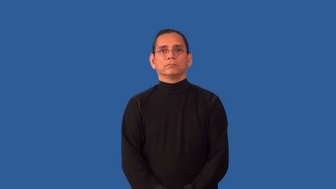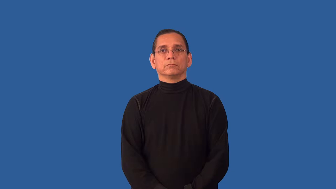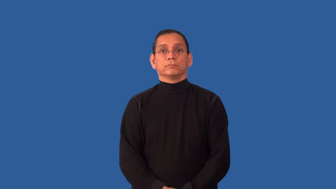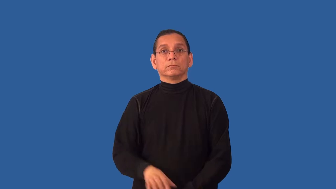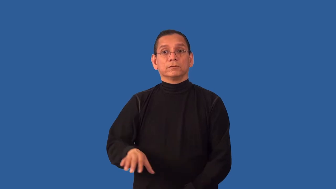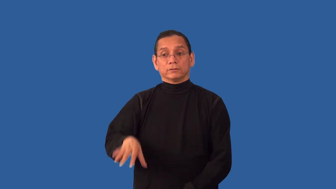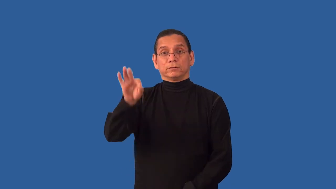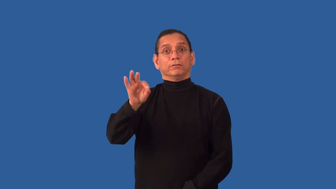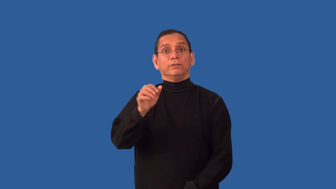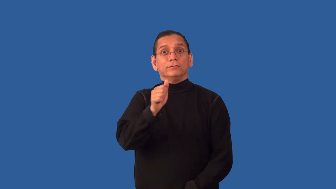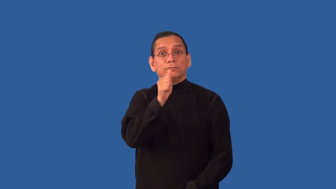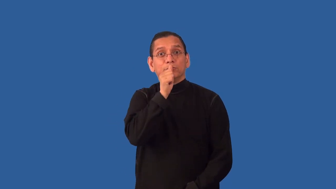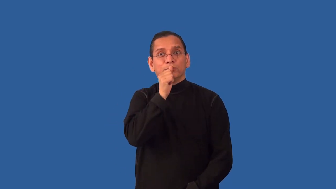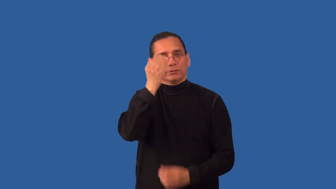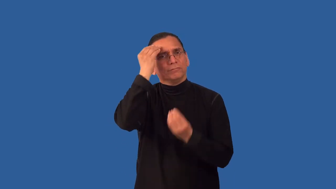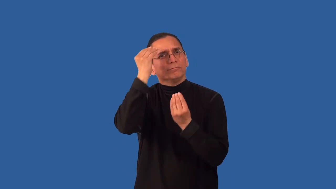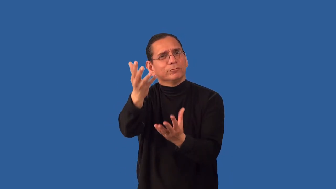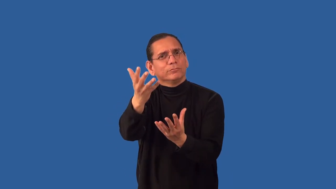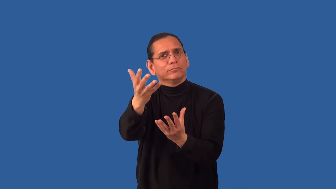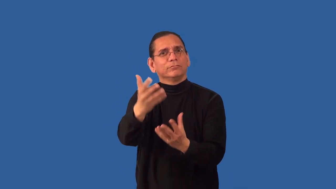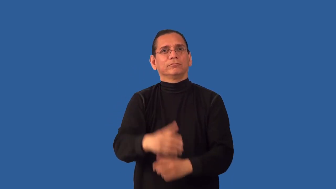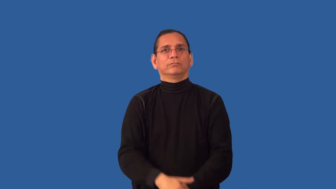uncover-find information